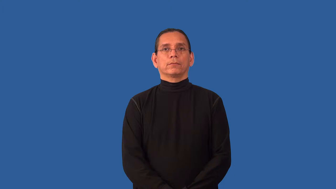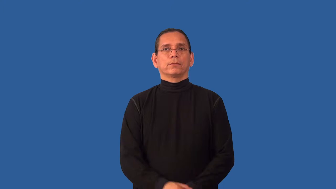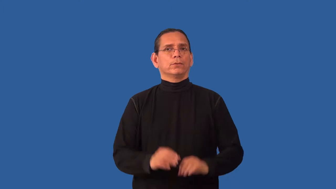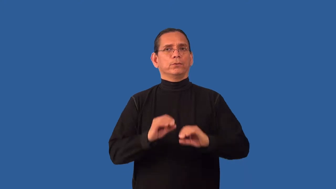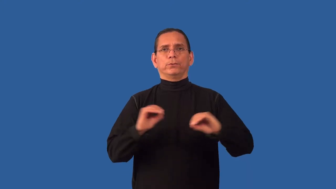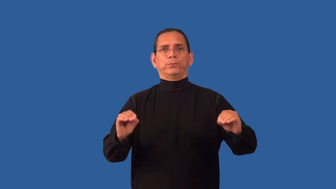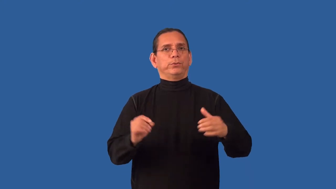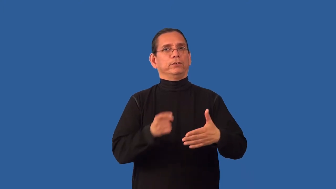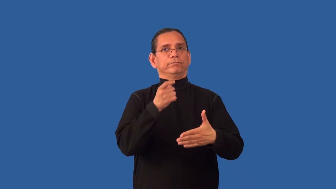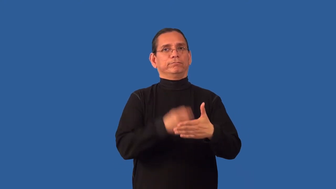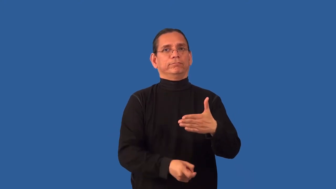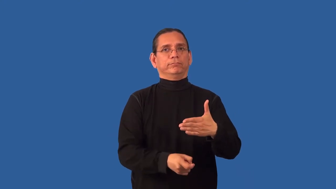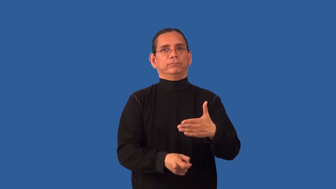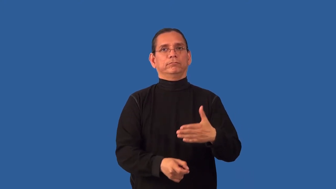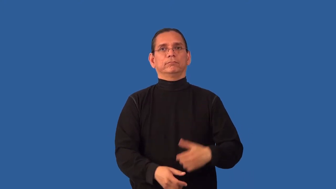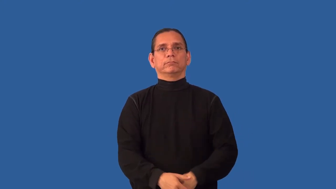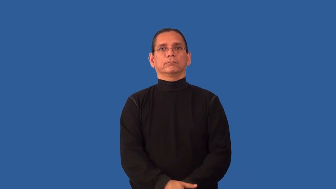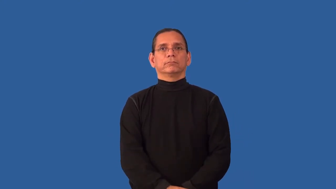unpriced